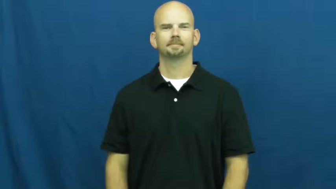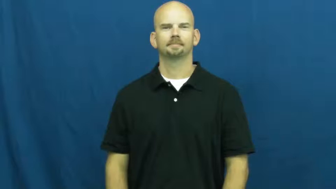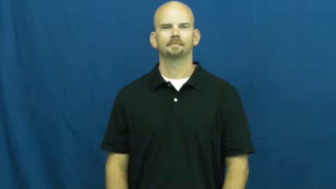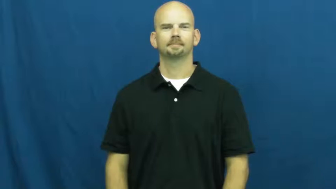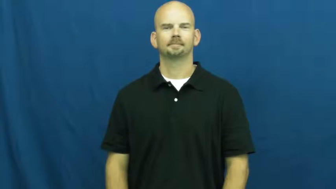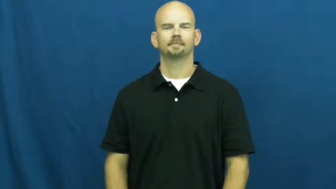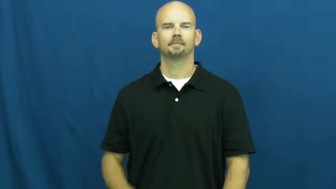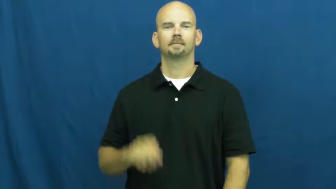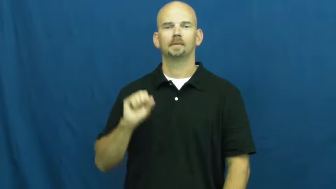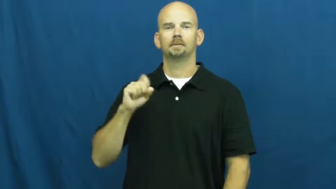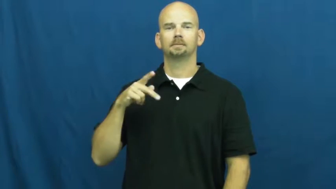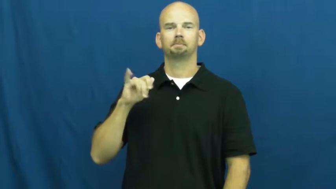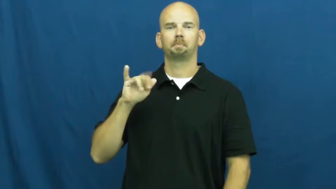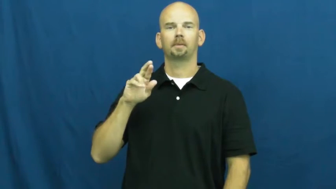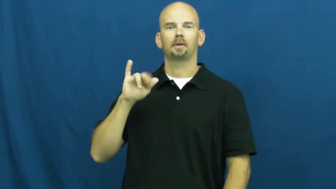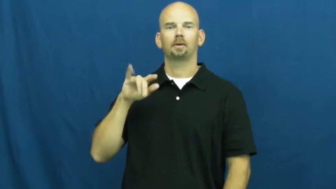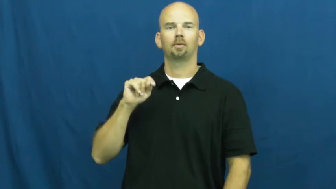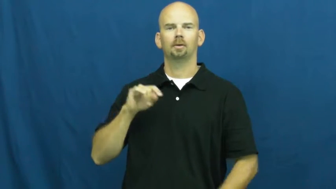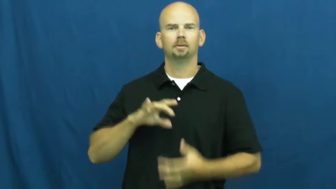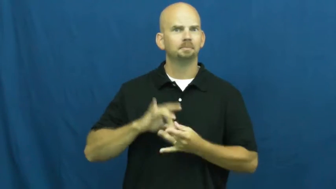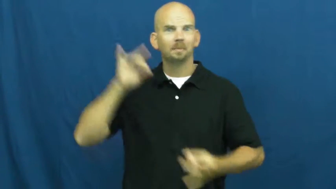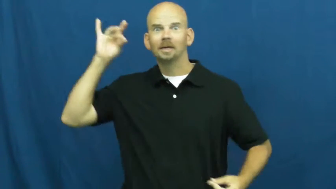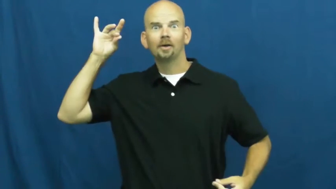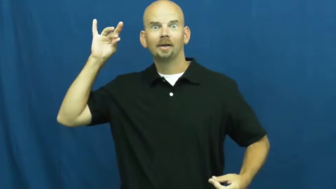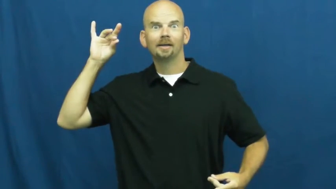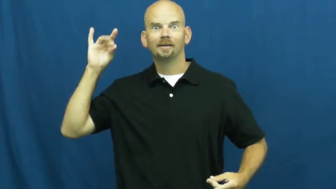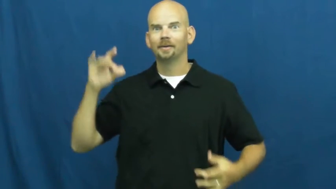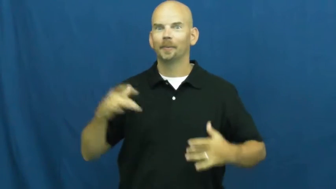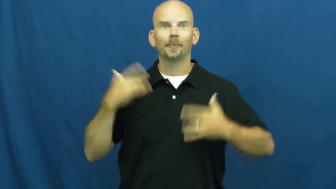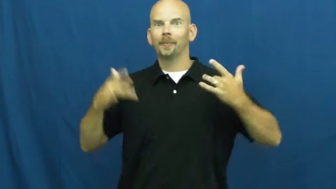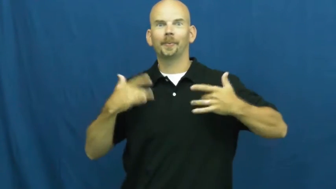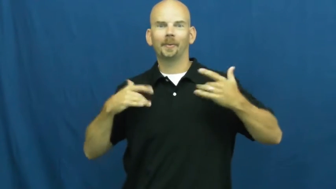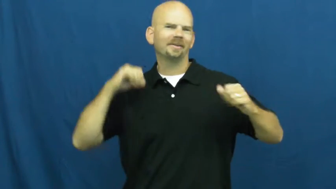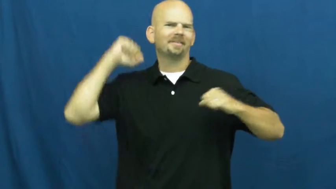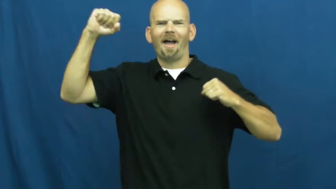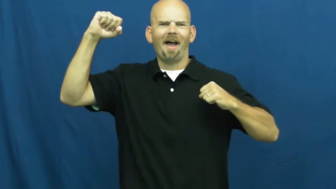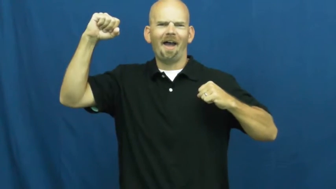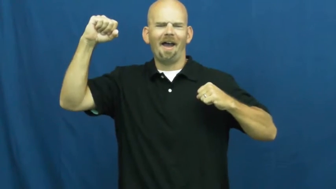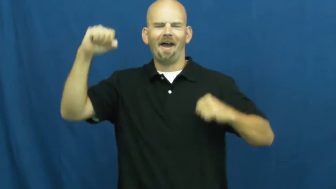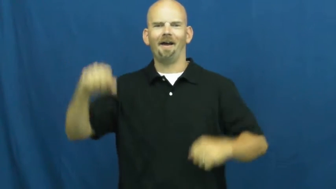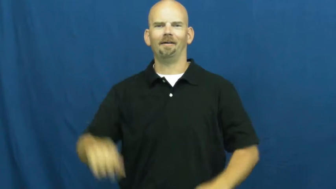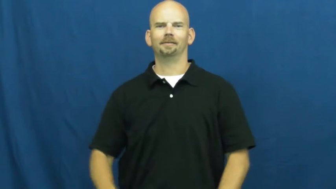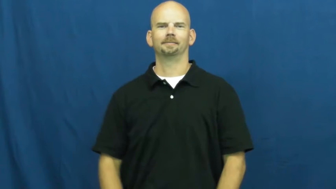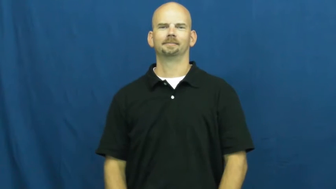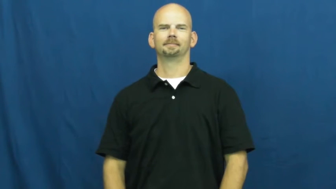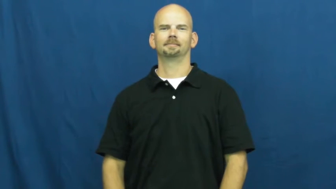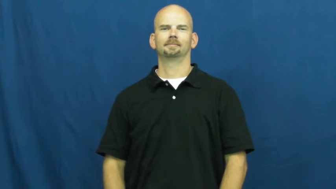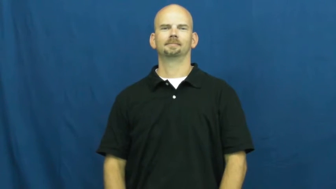spirit-school